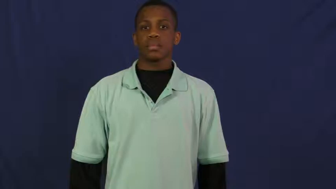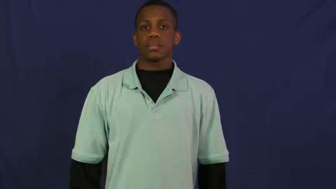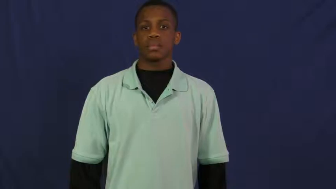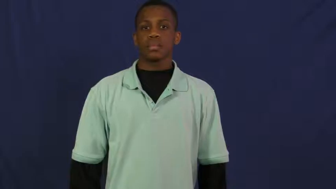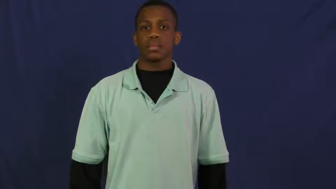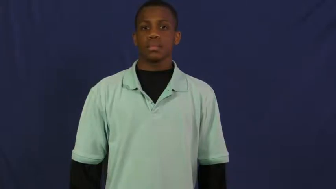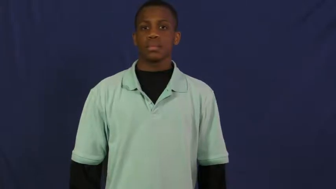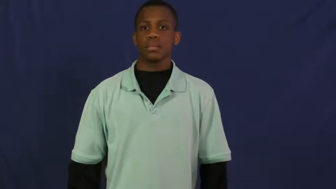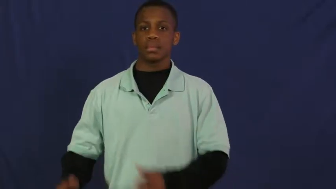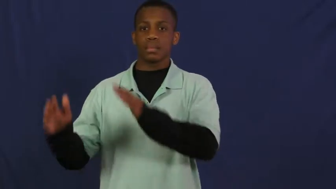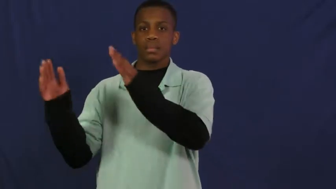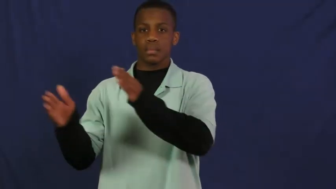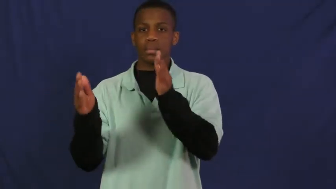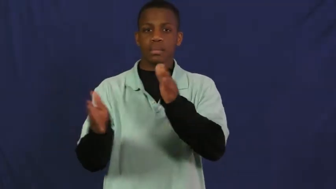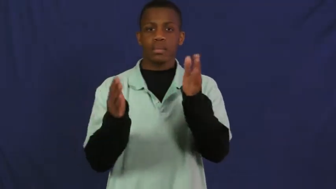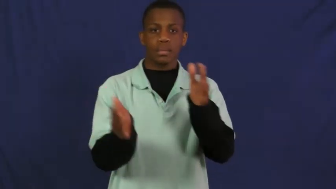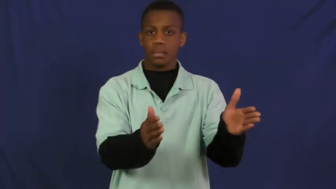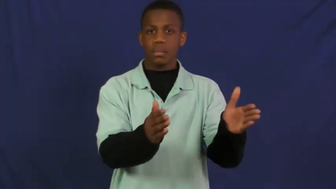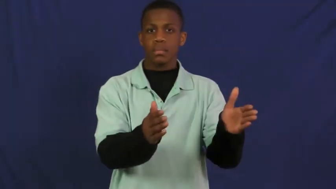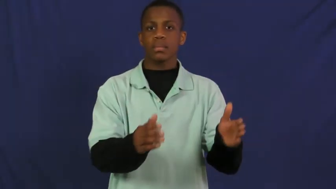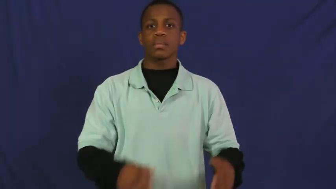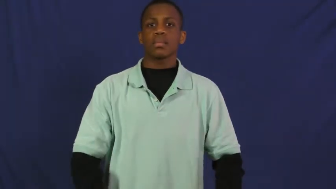preparatory